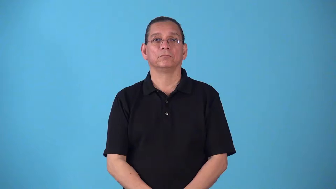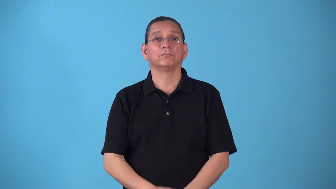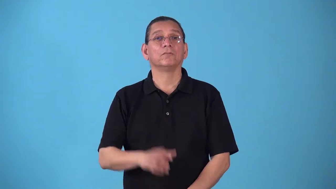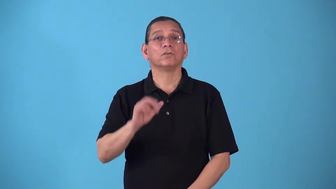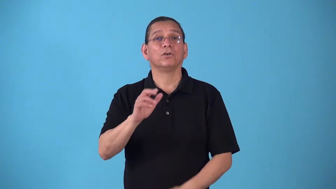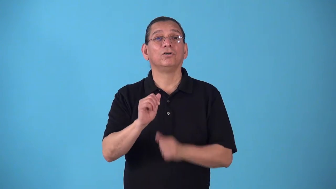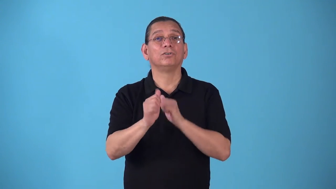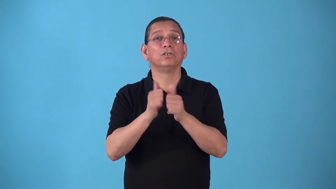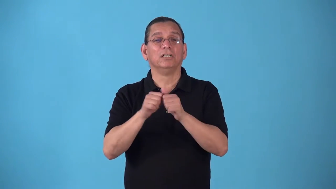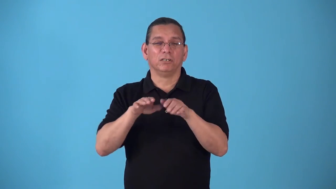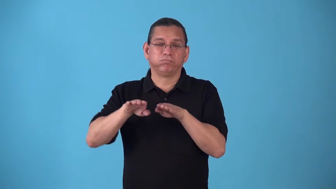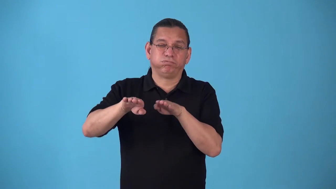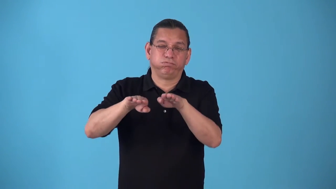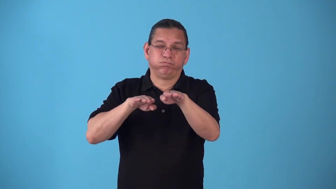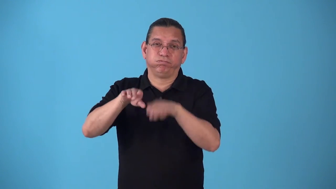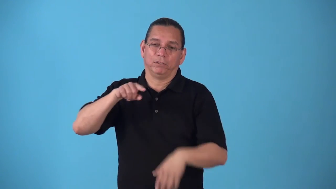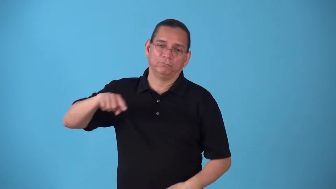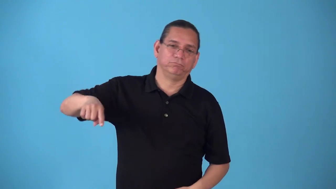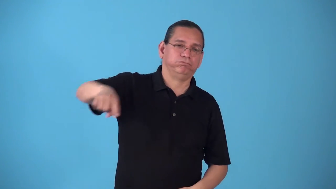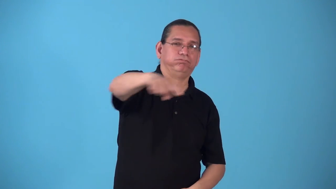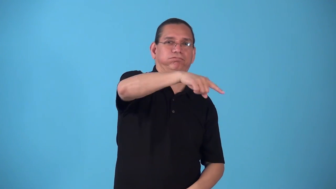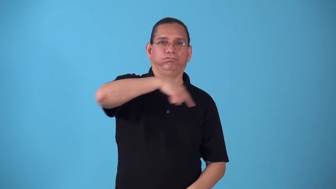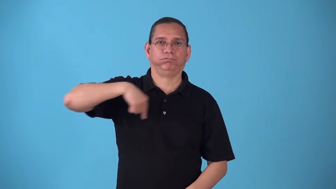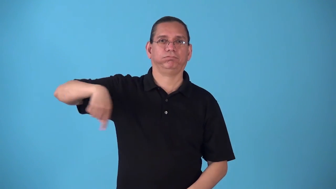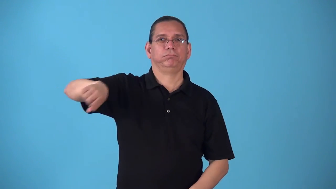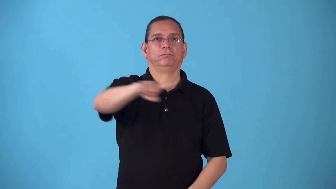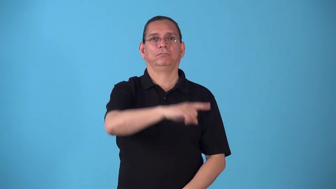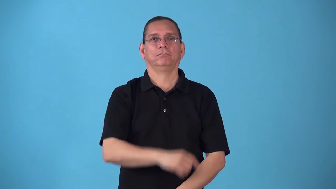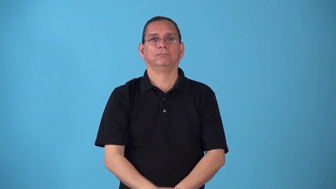speedway,raceway